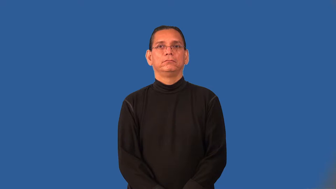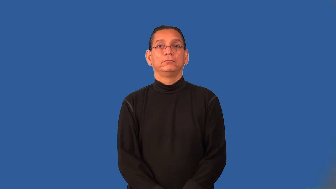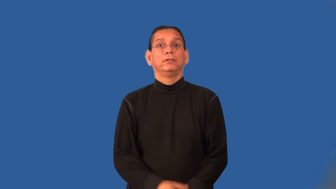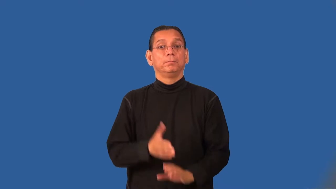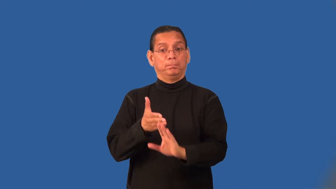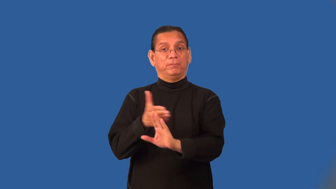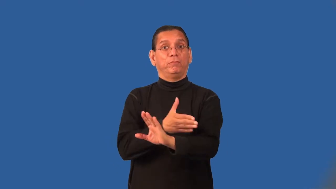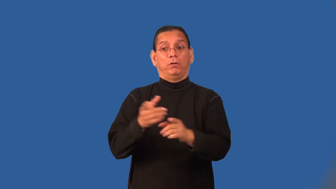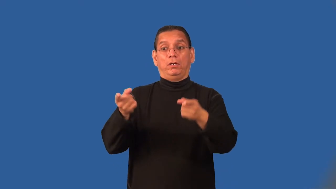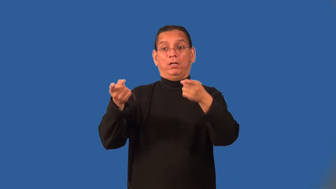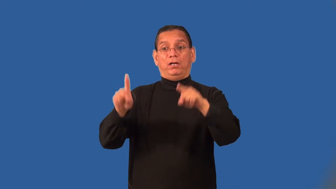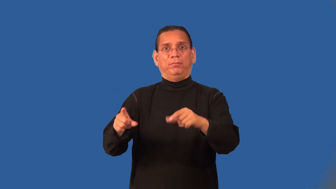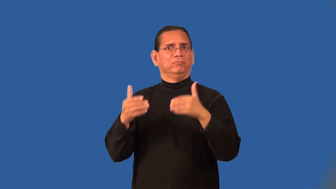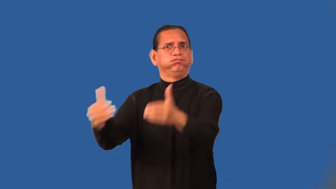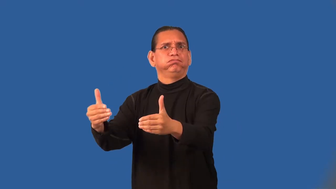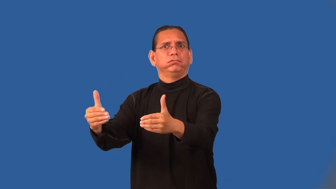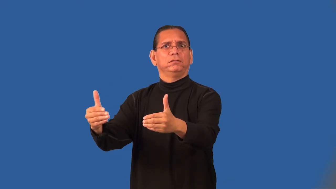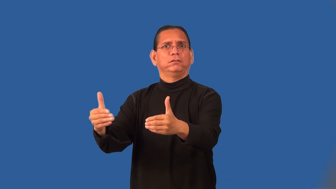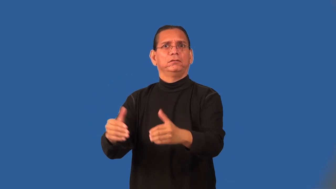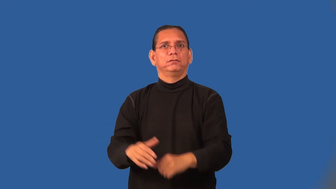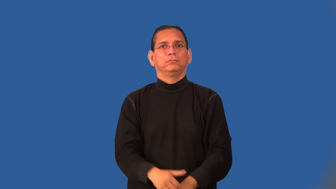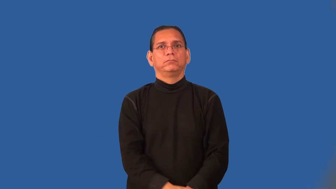preemptive